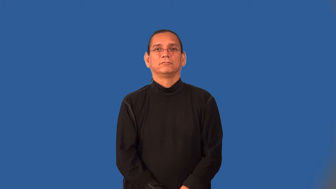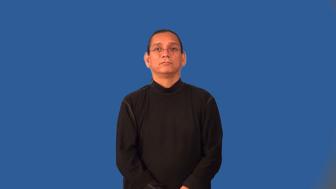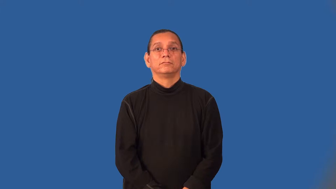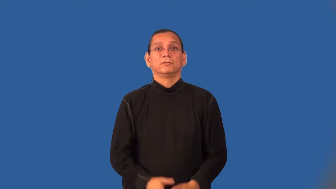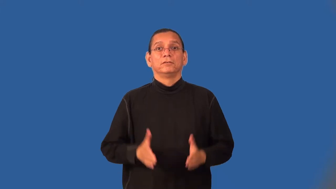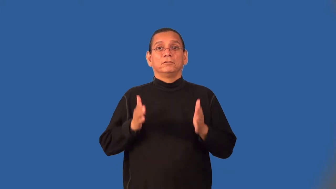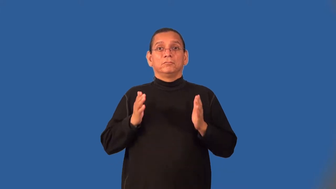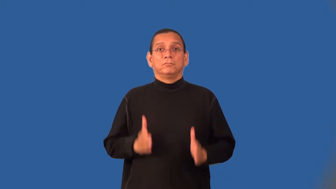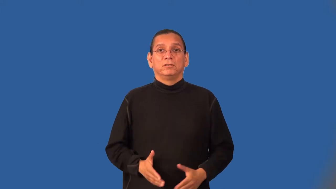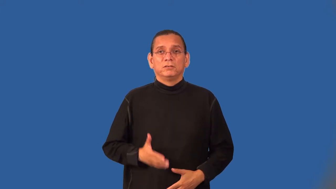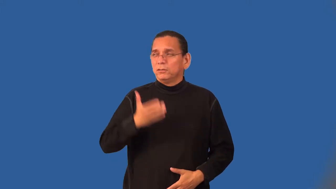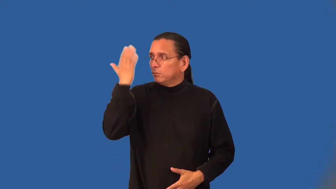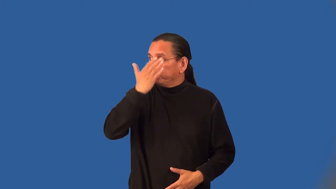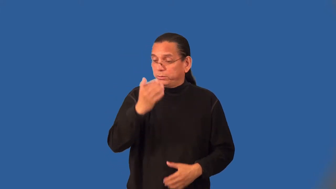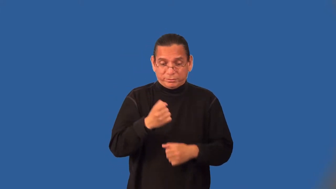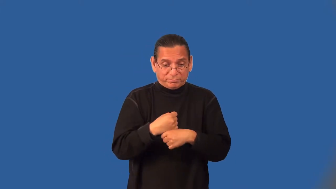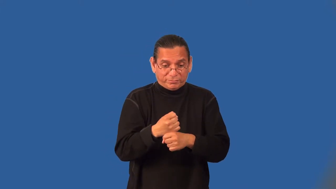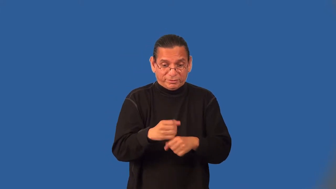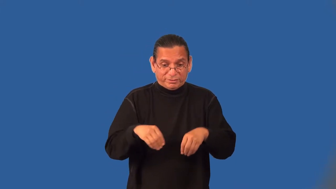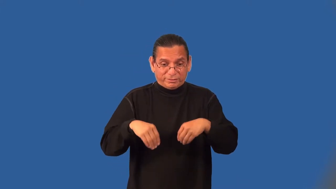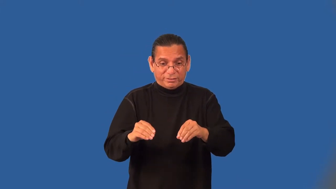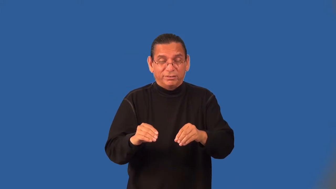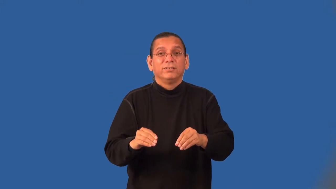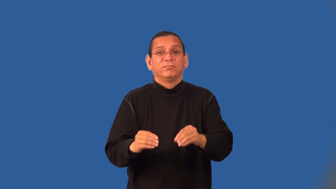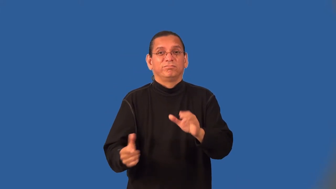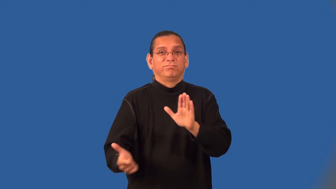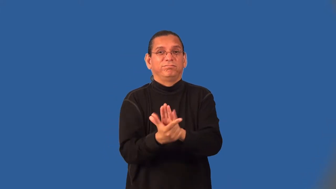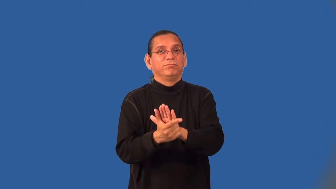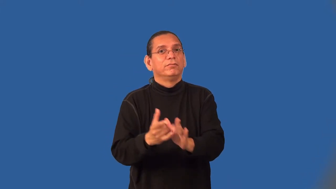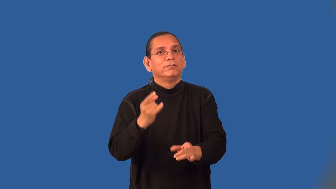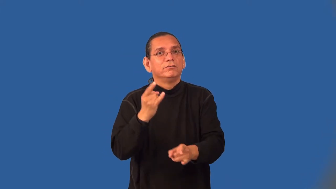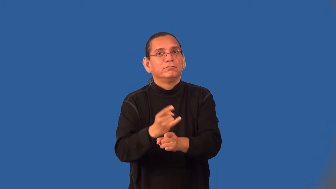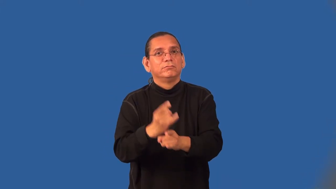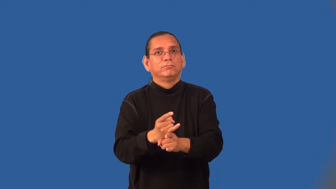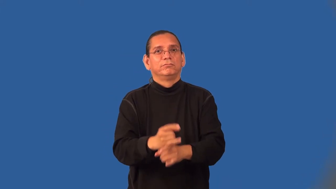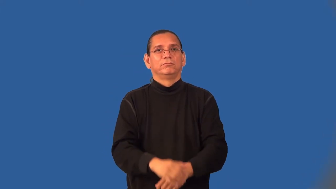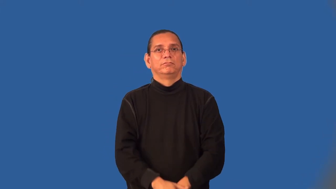bootlegger,moonshiner